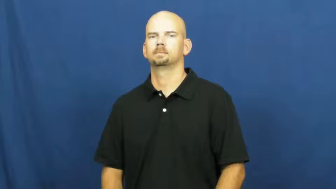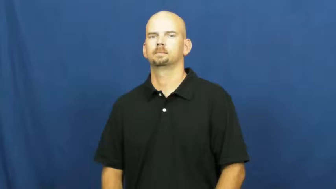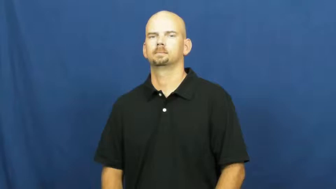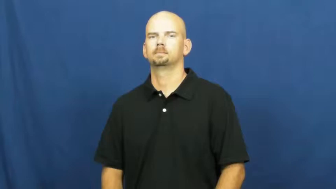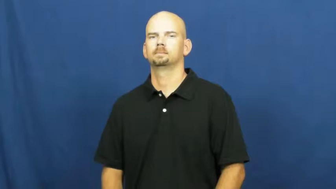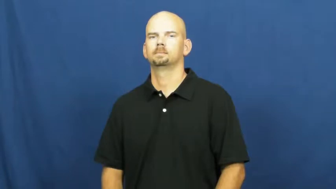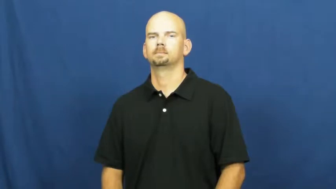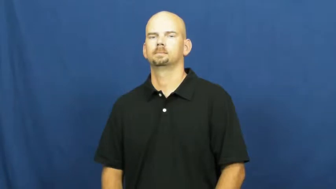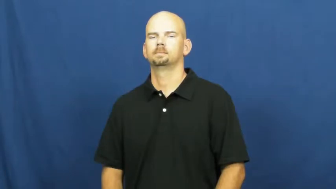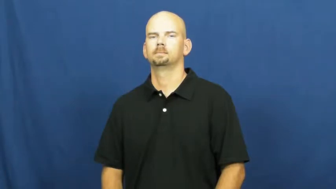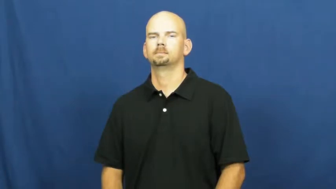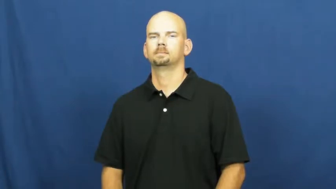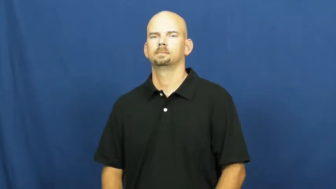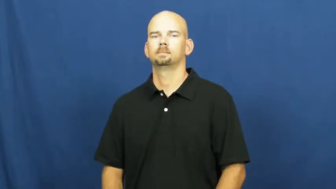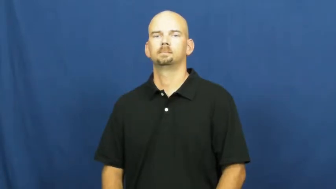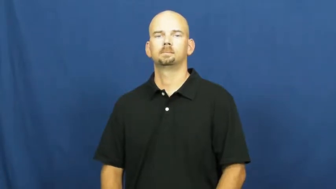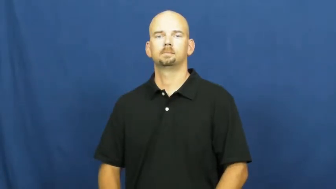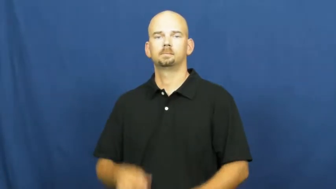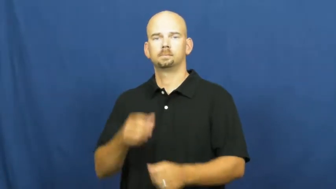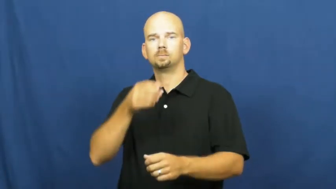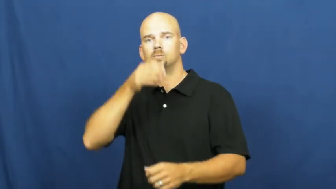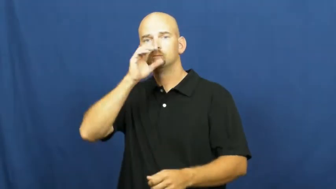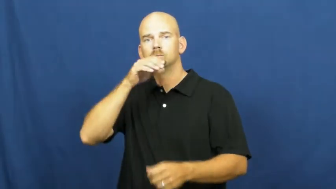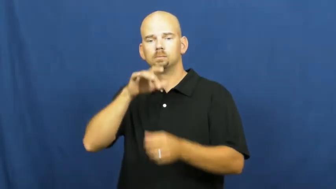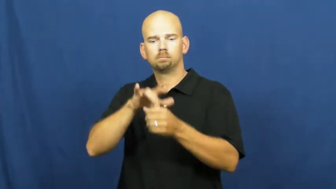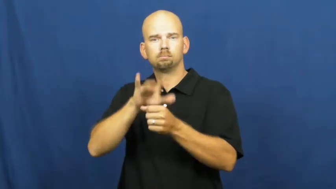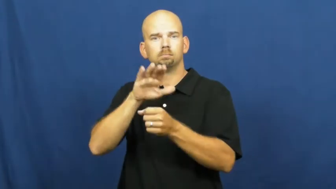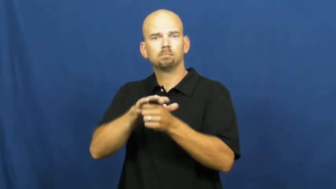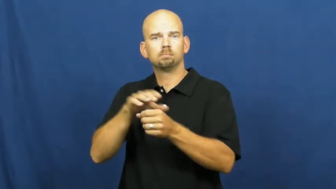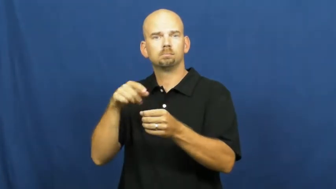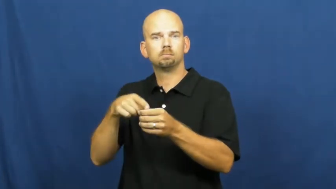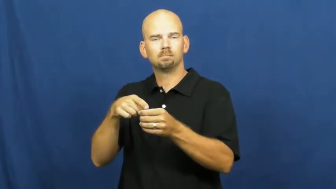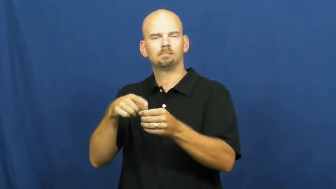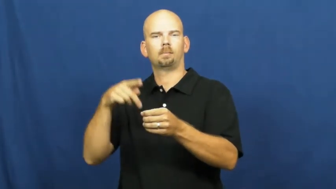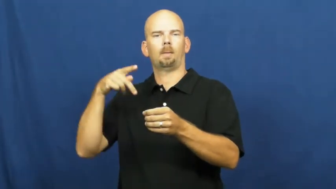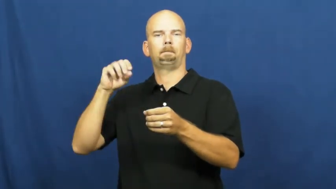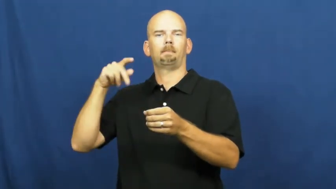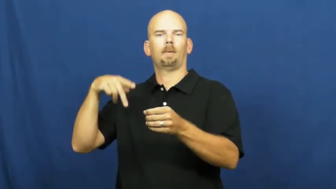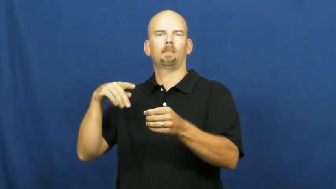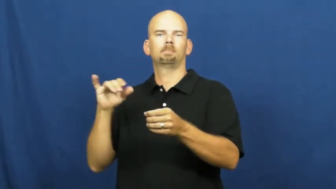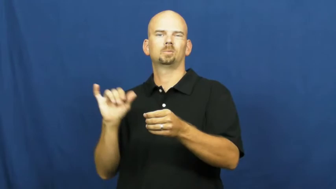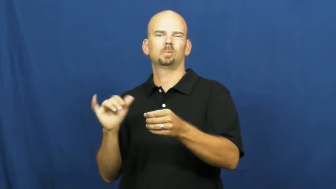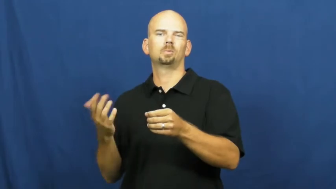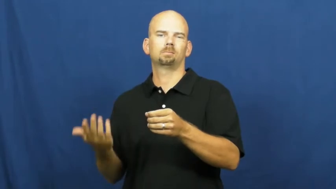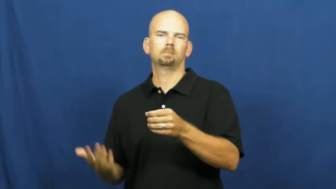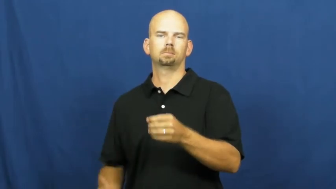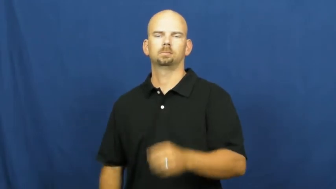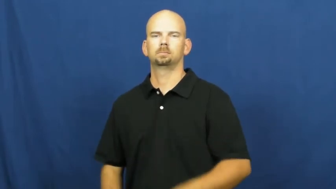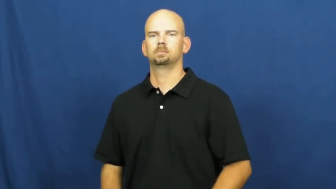pop-soda